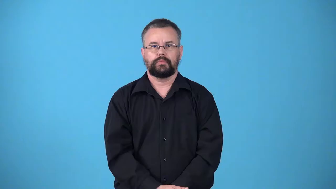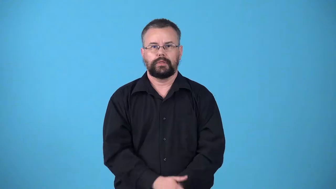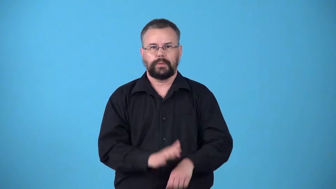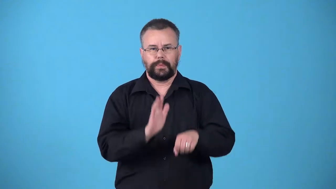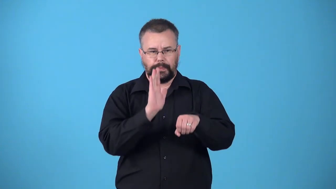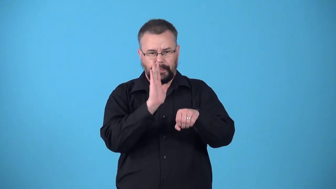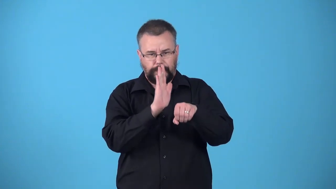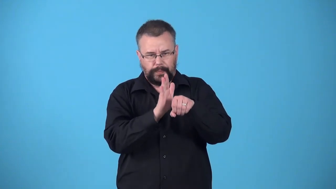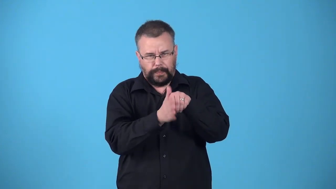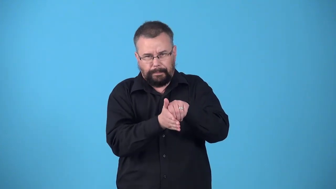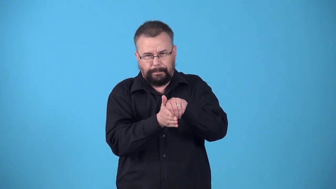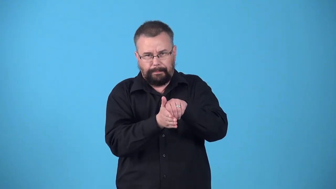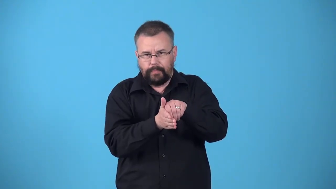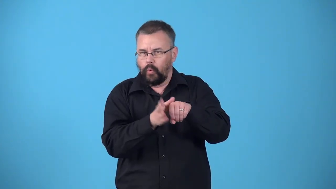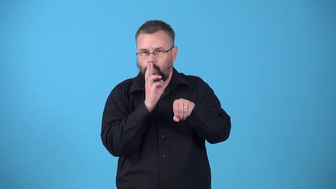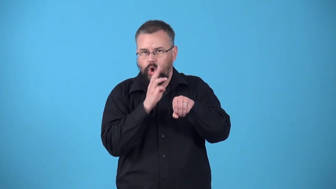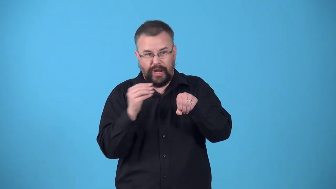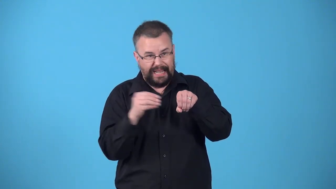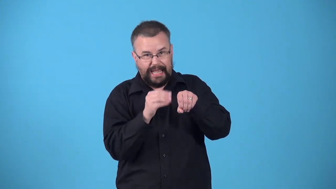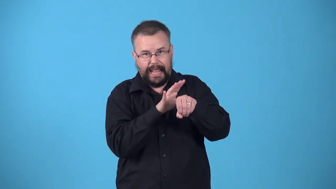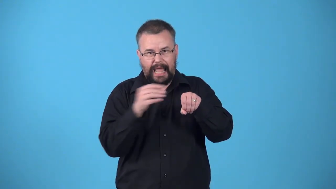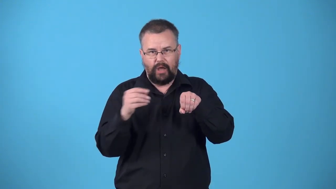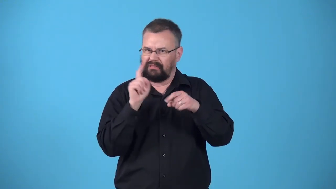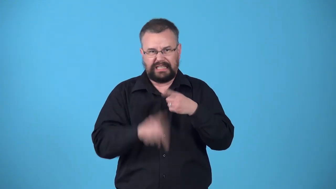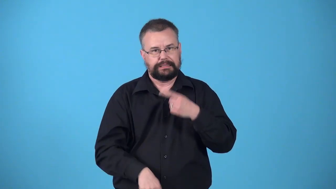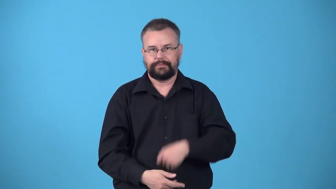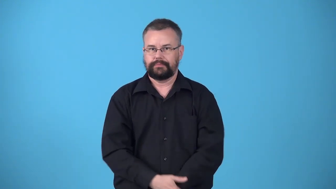watertight